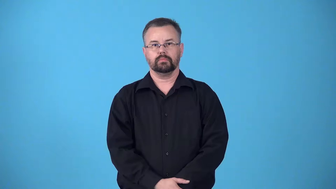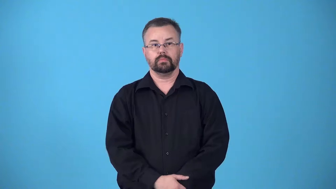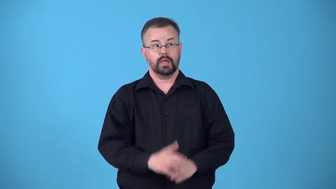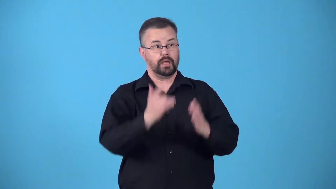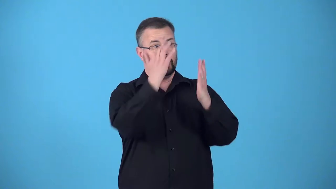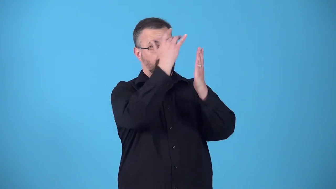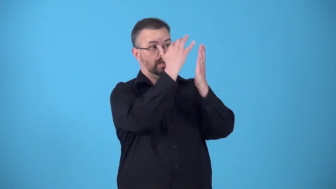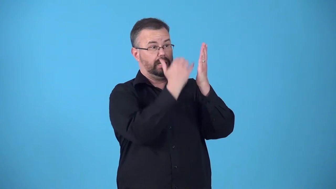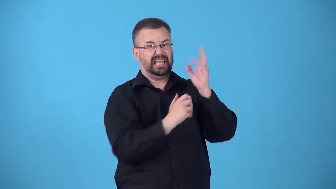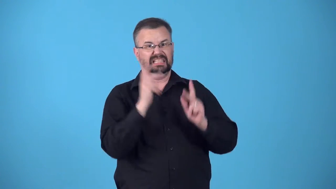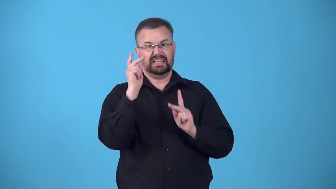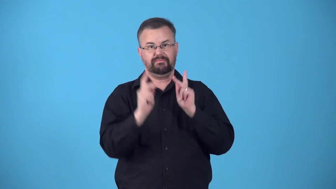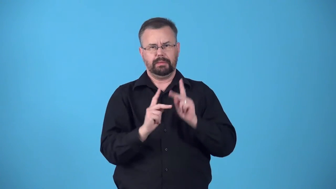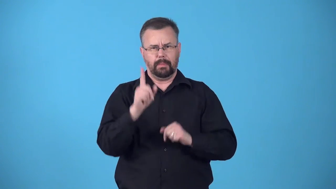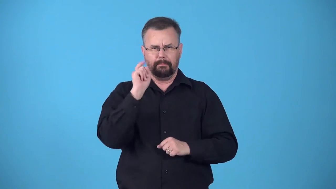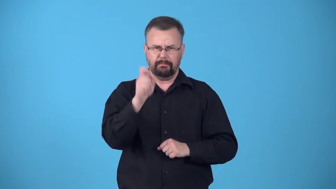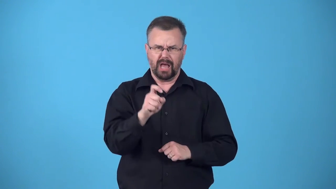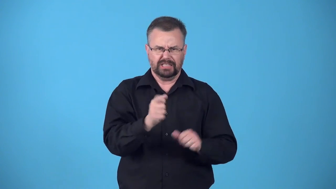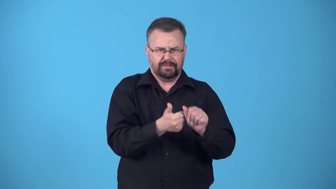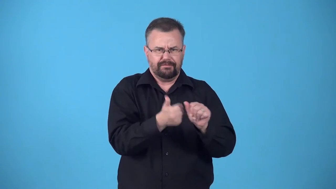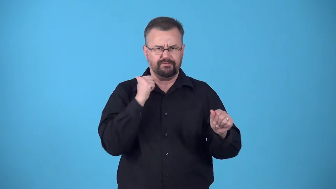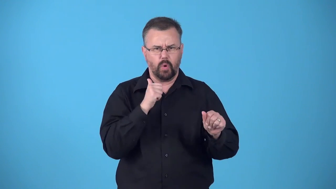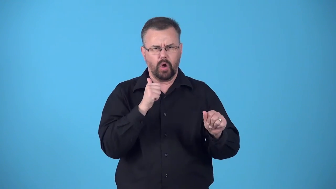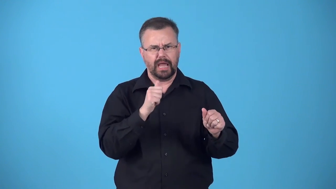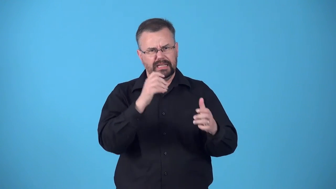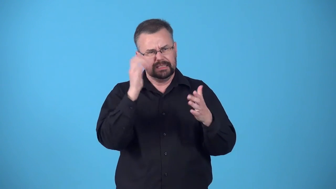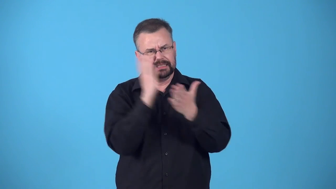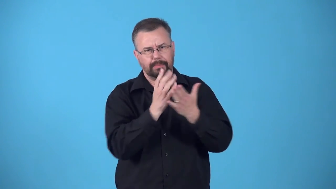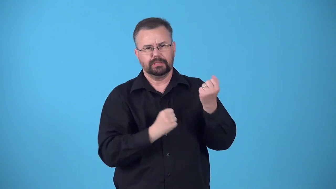blacklist-people